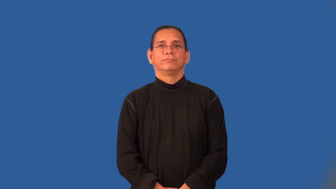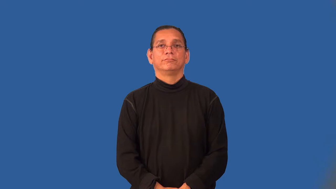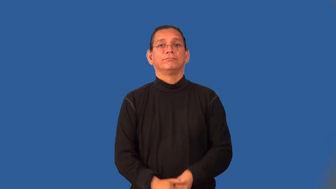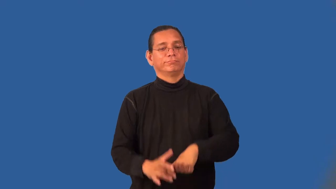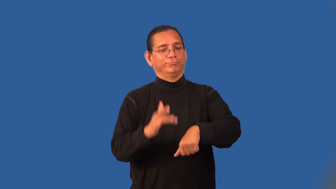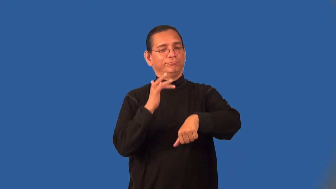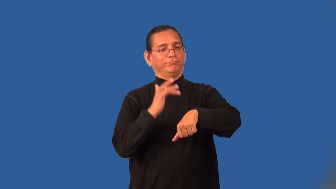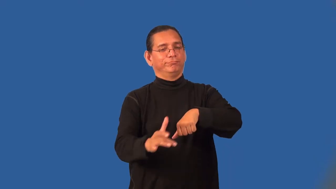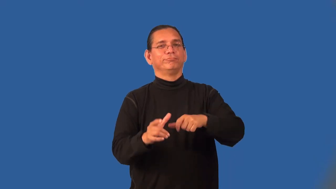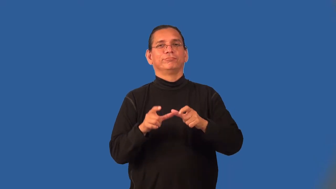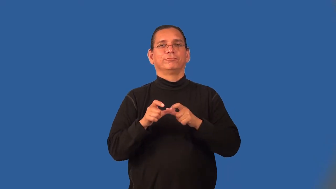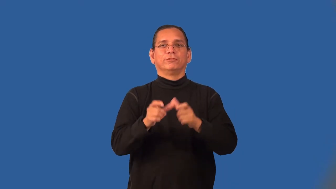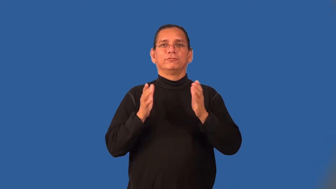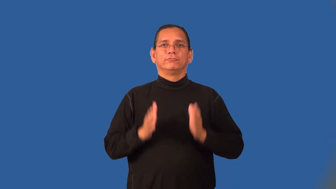streaker